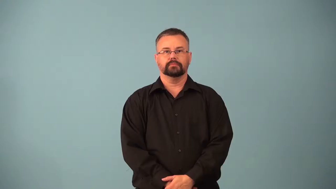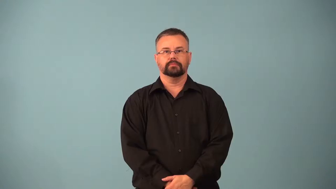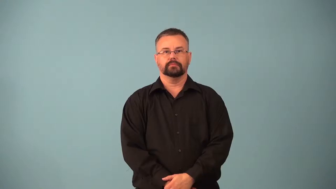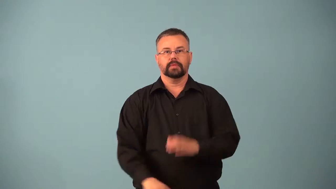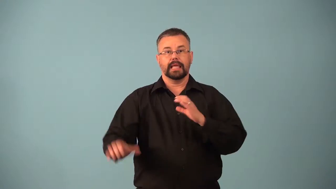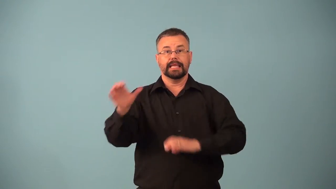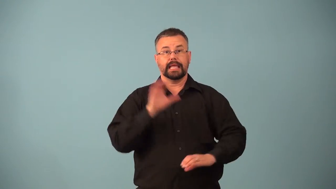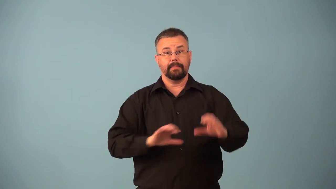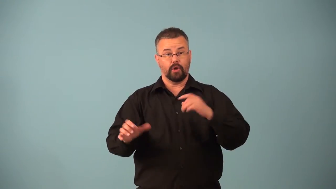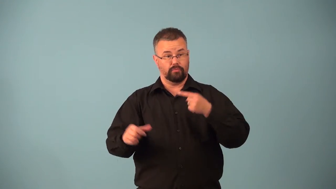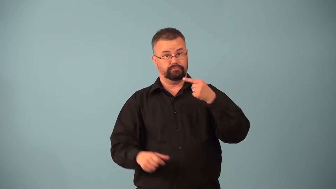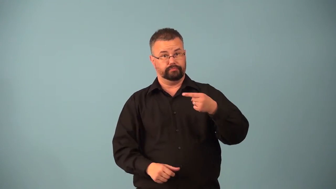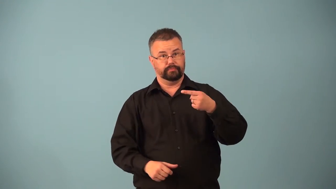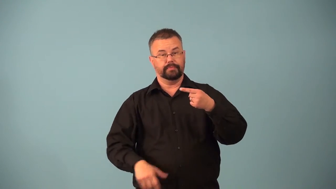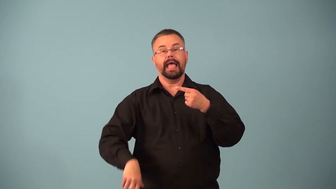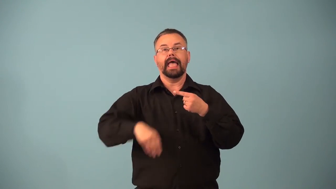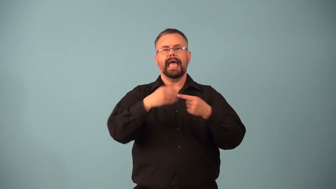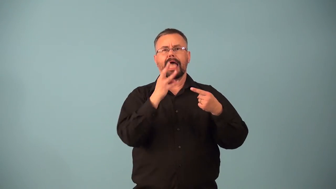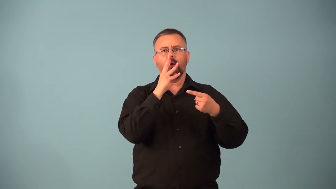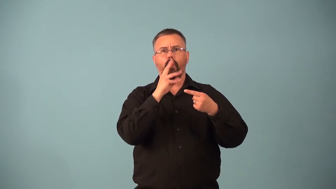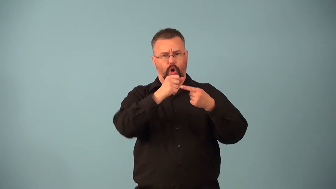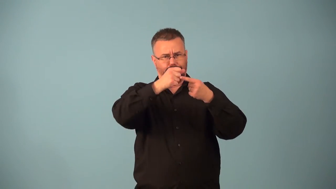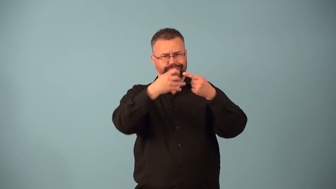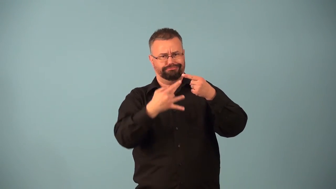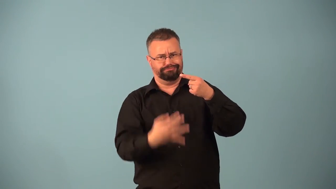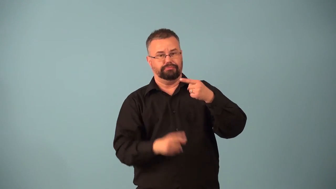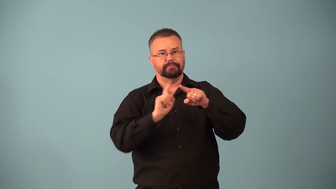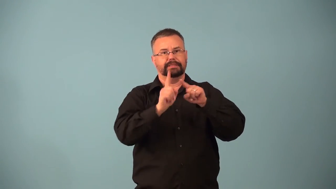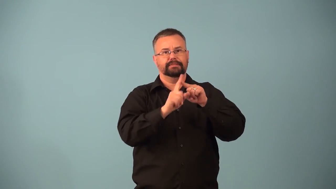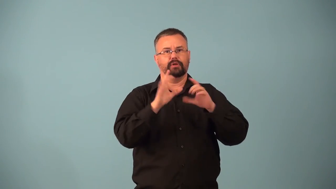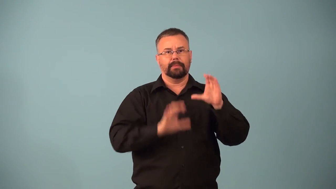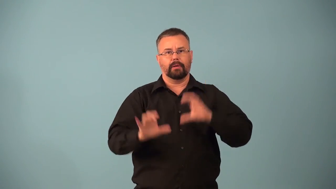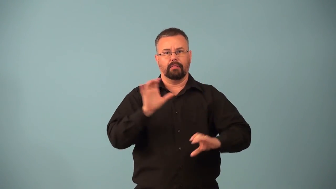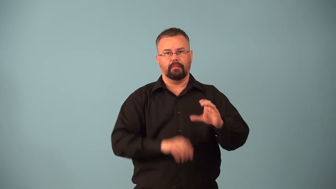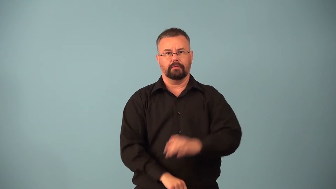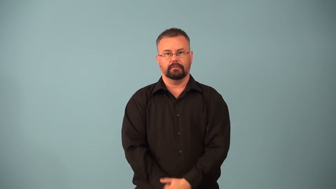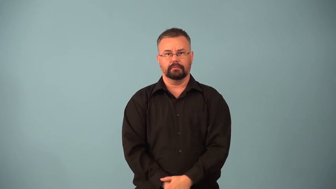hydrolysis